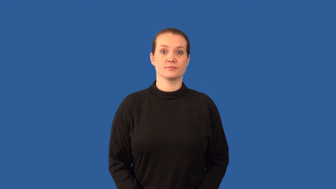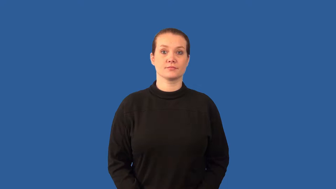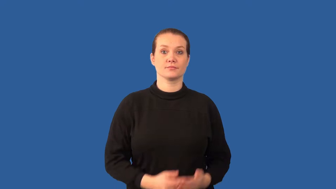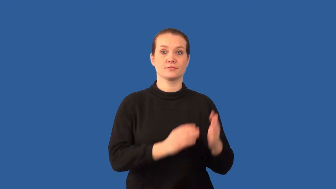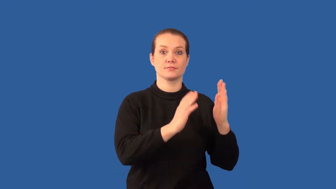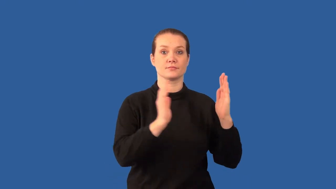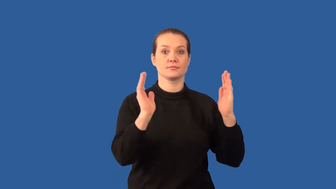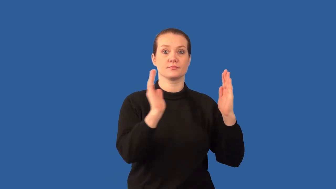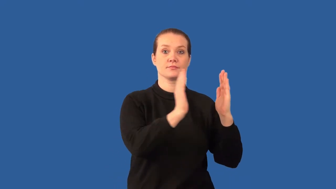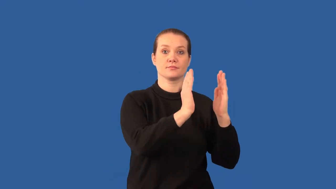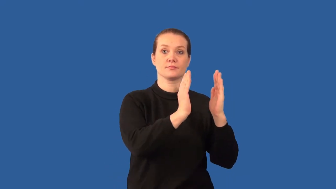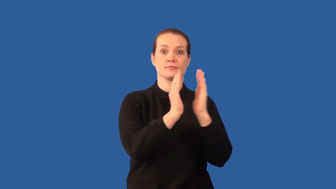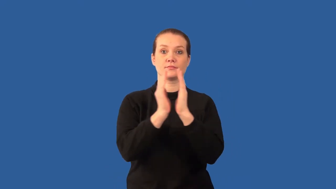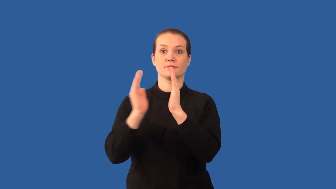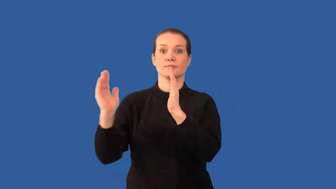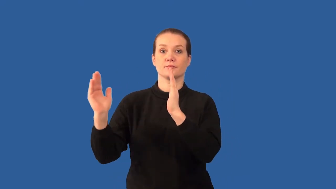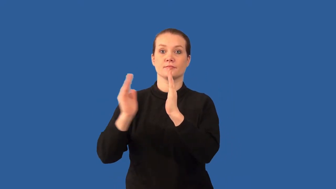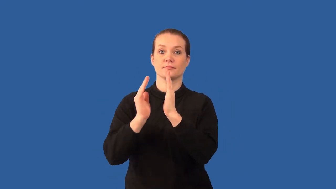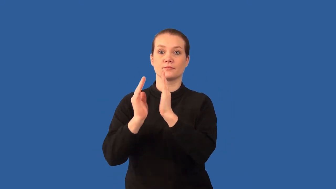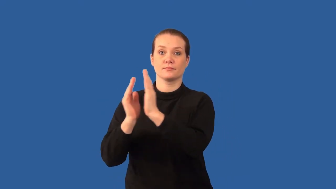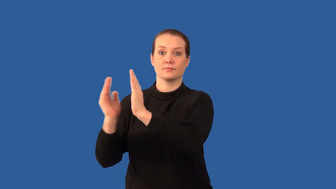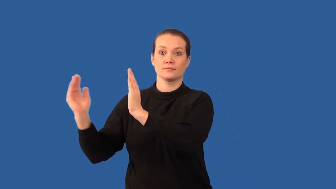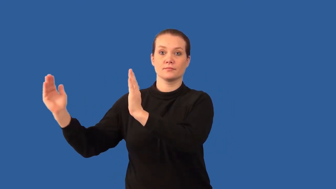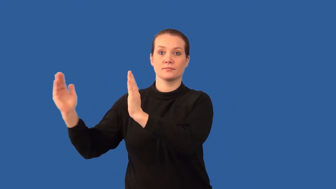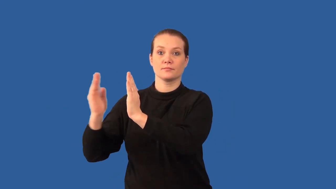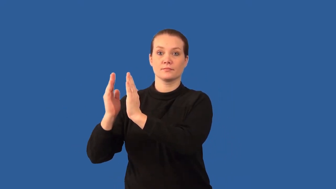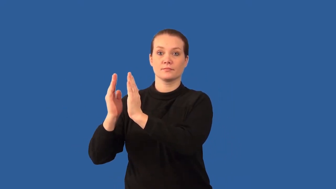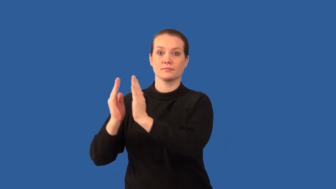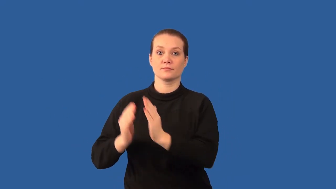compressional wave